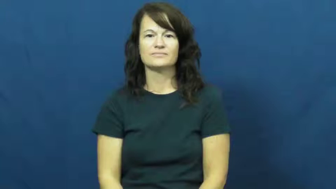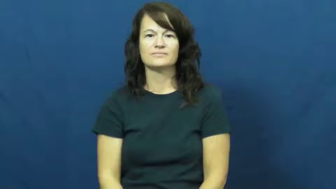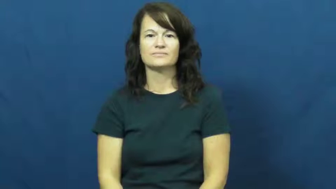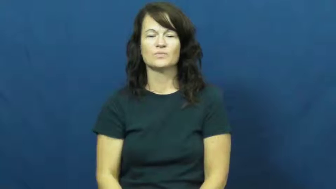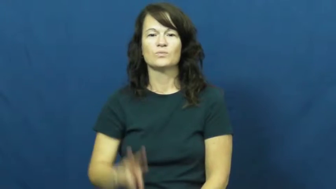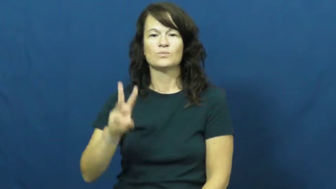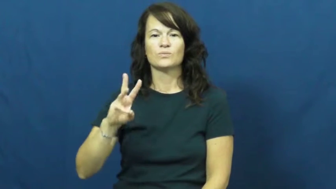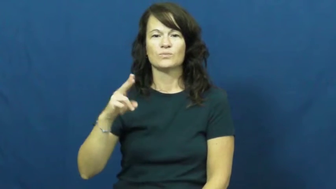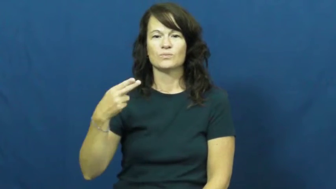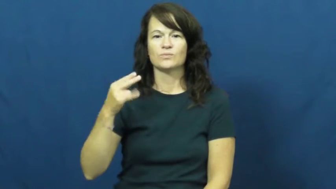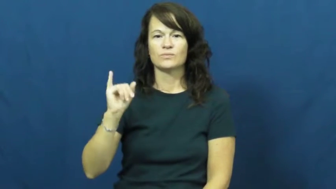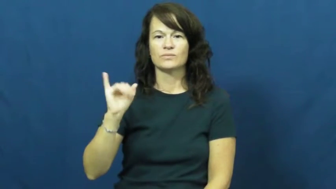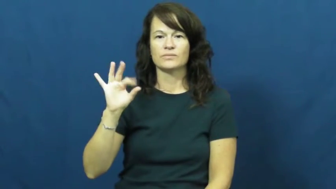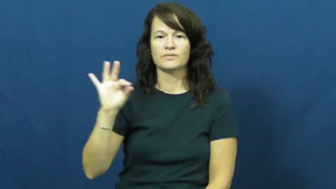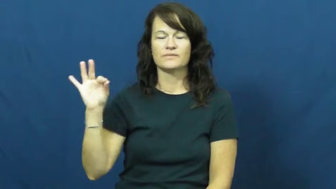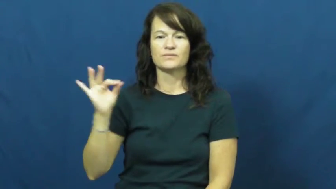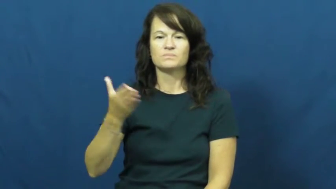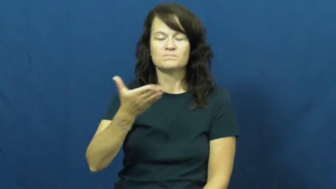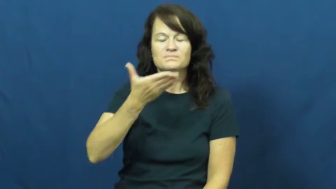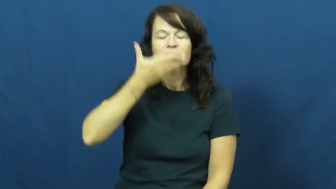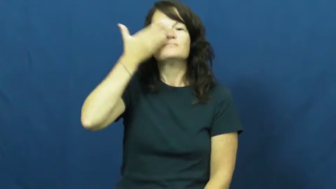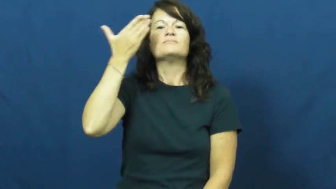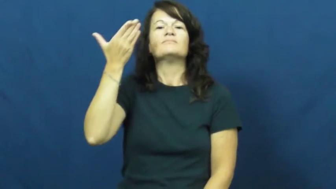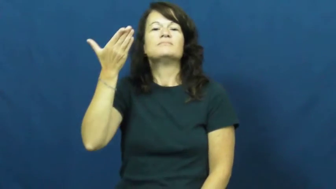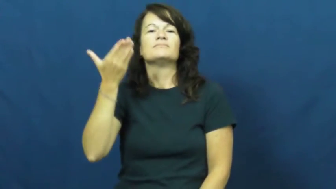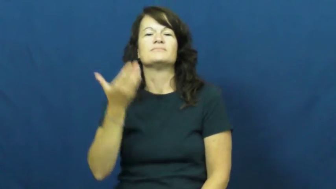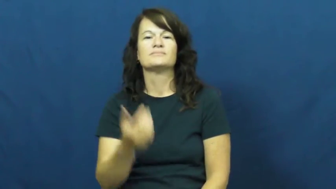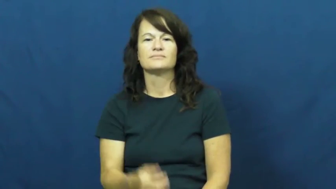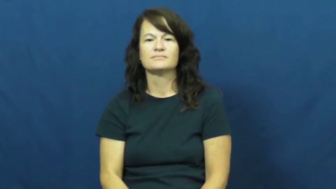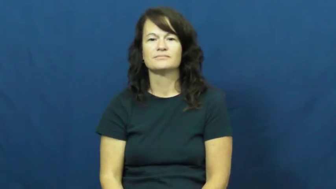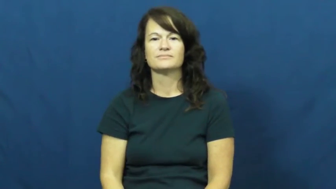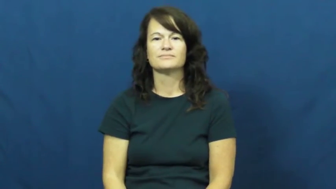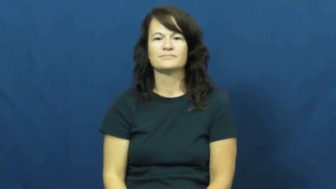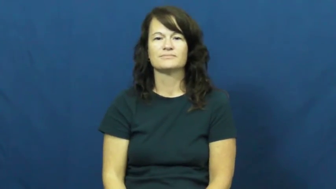whiff